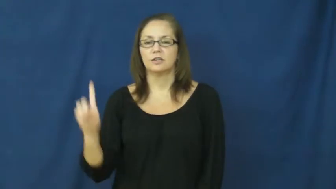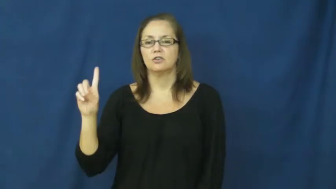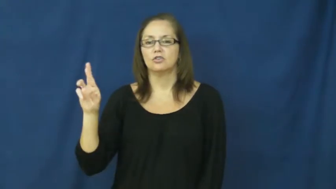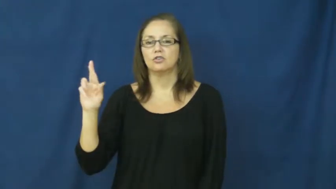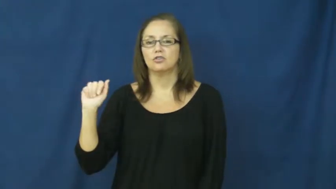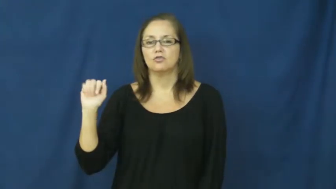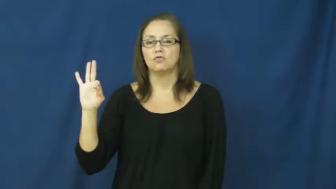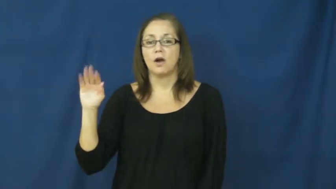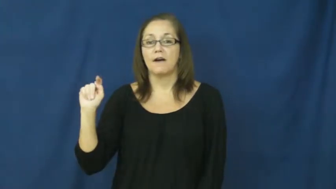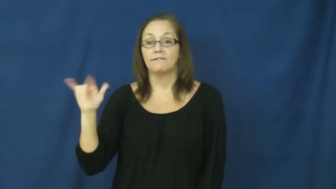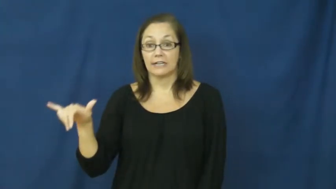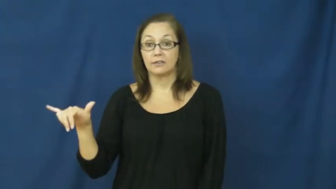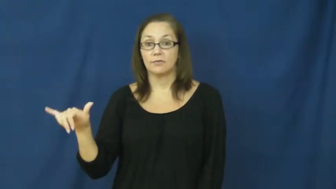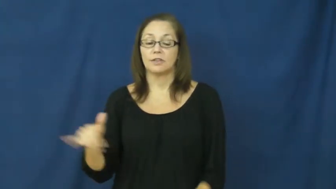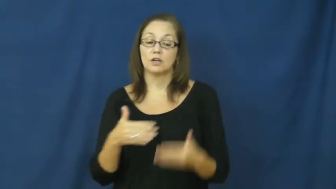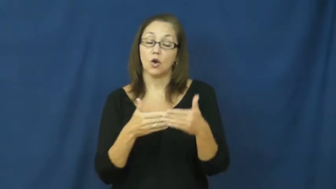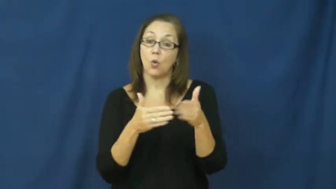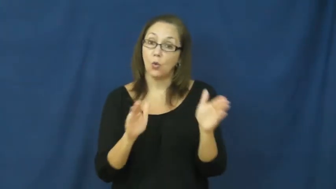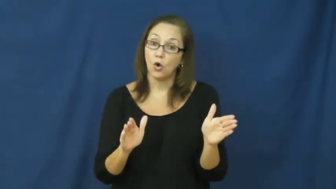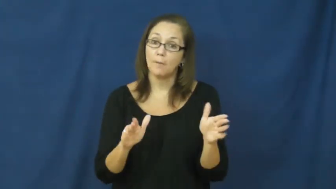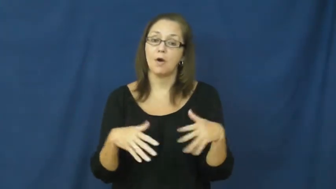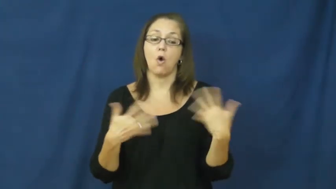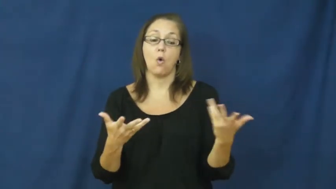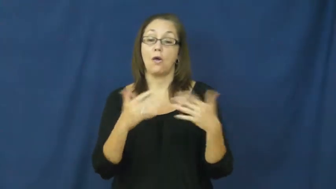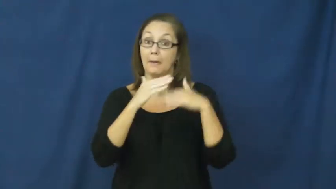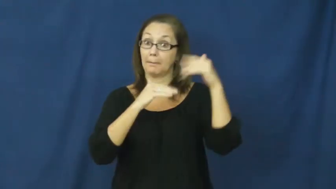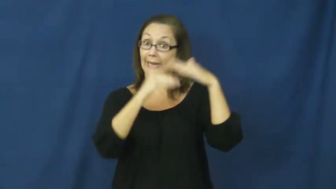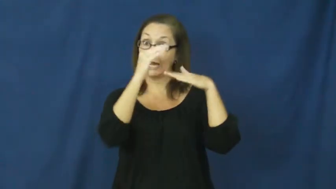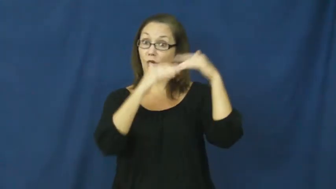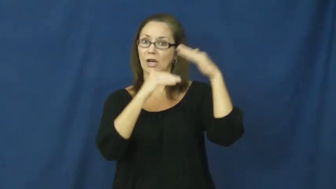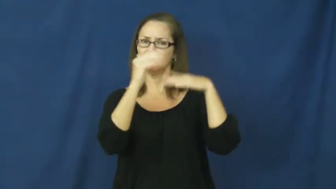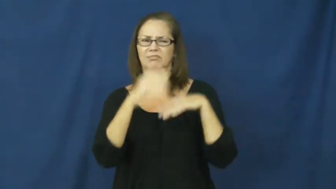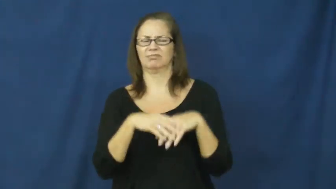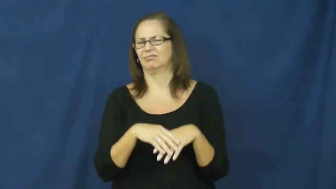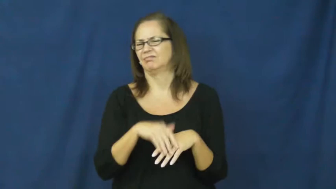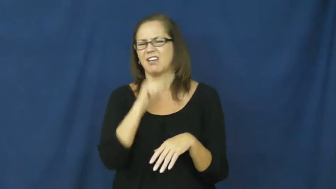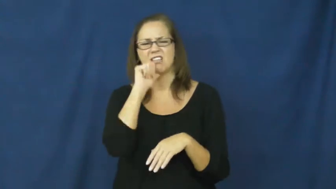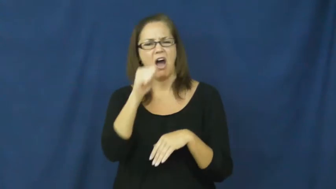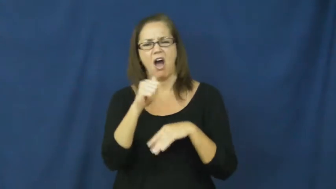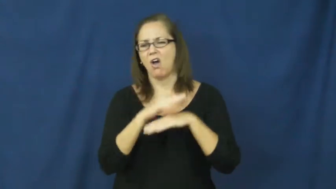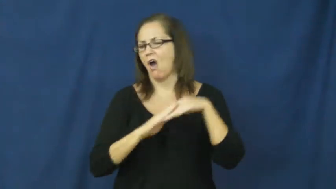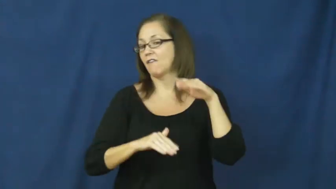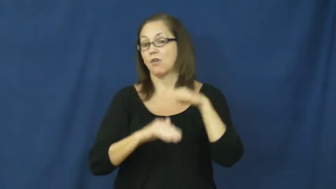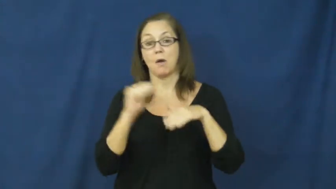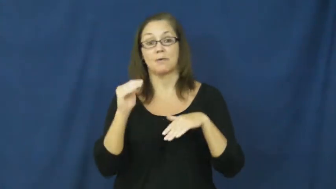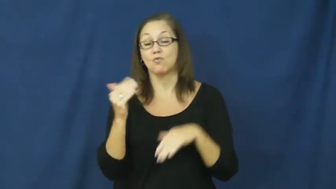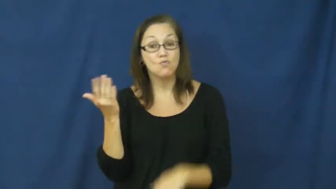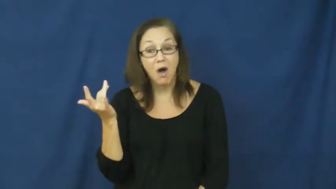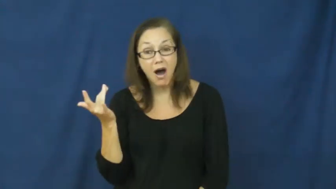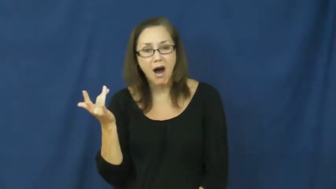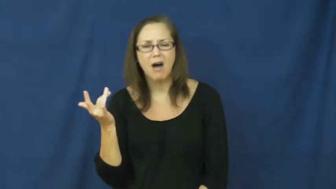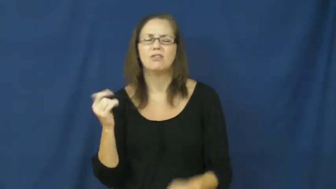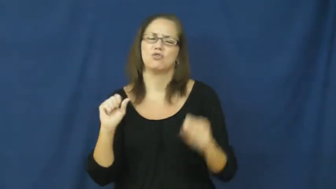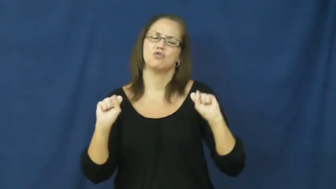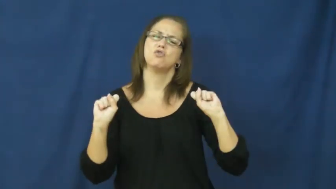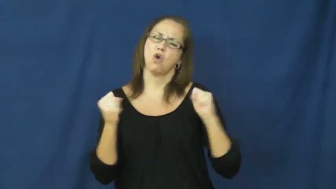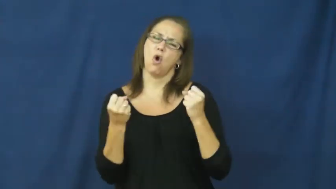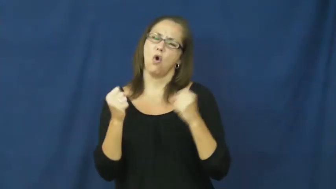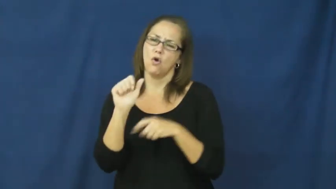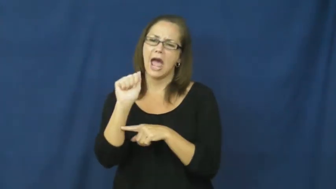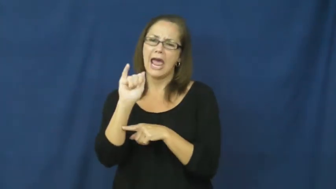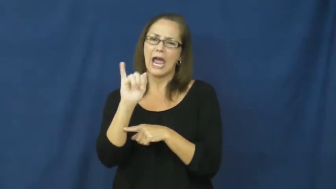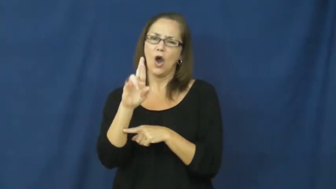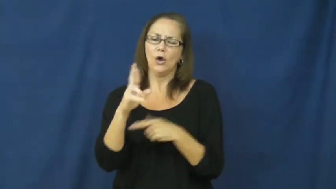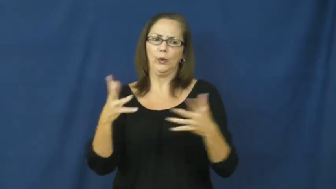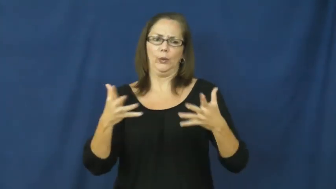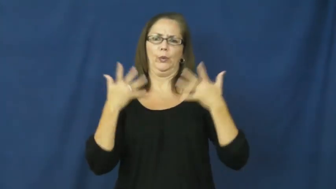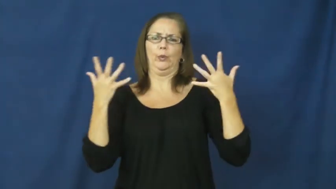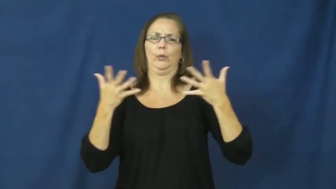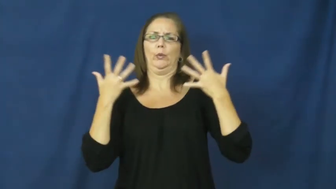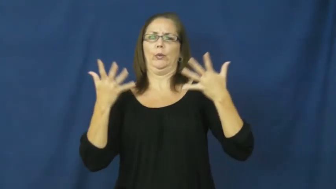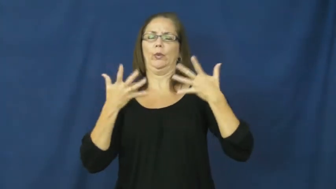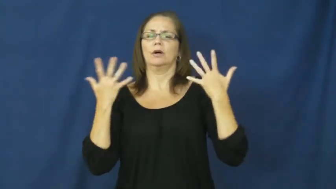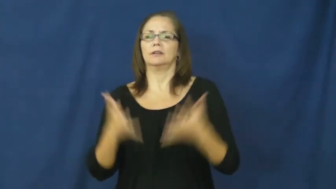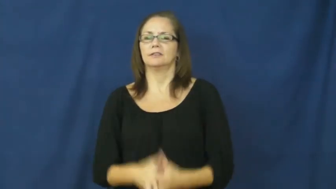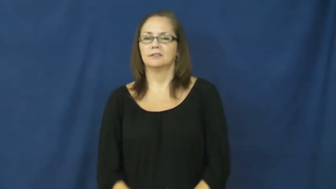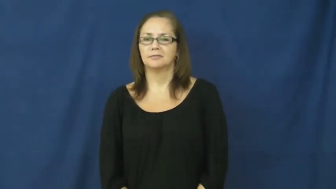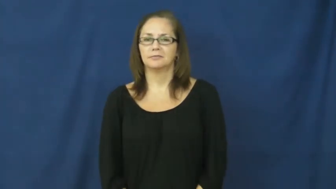drafty